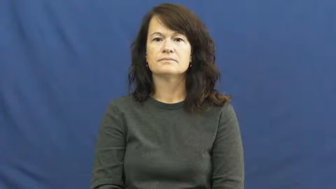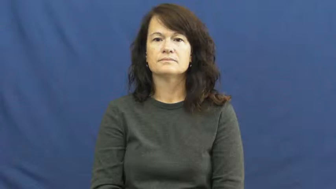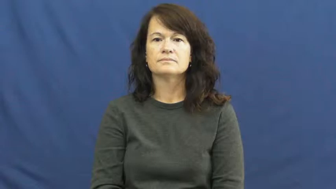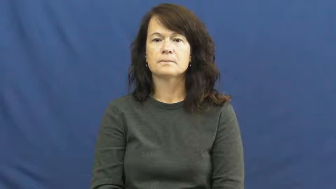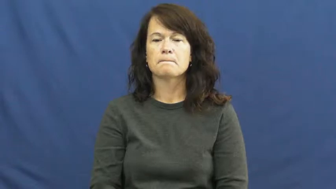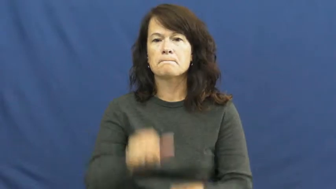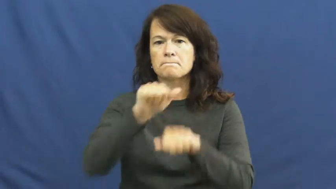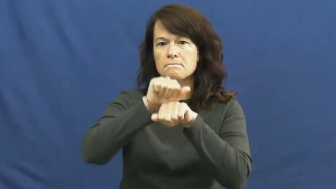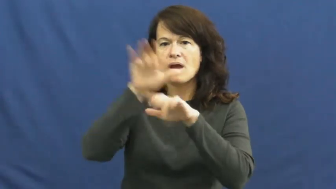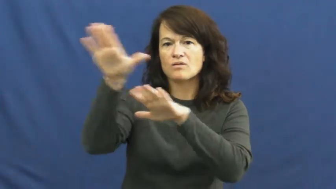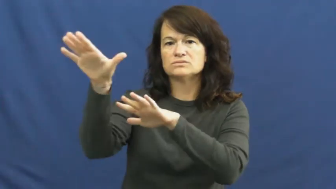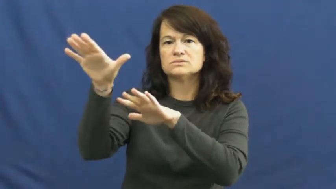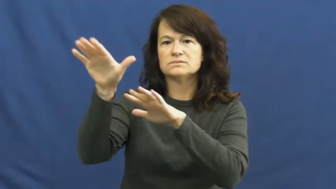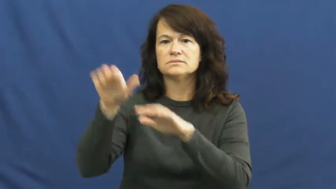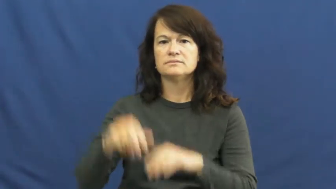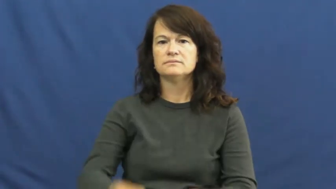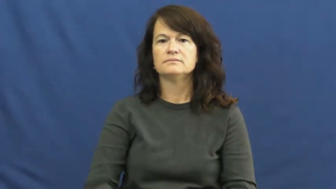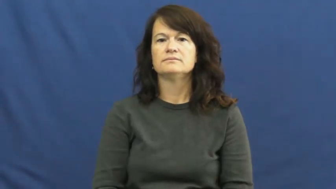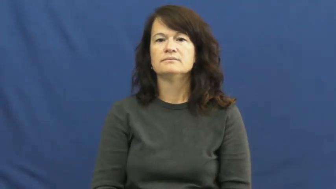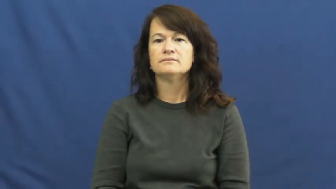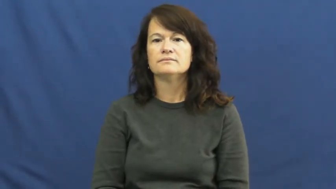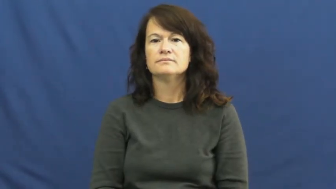mountain,alpine,berg,cordillera,highland,upland